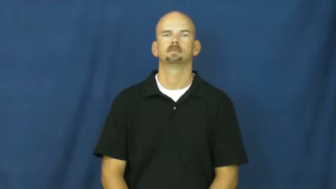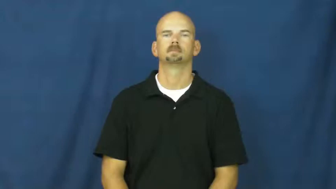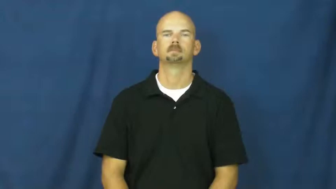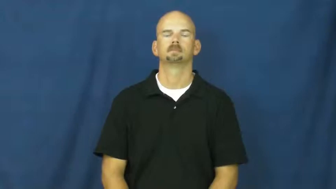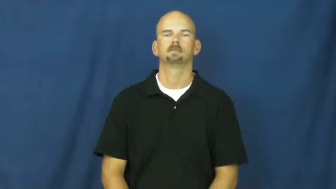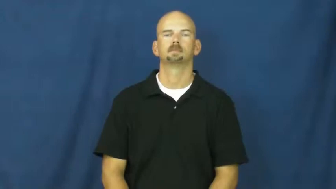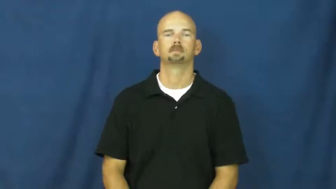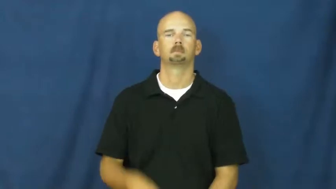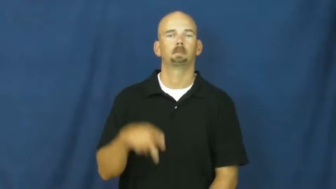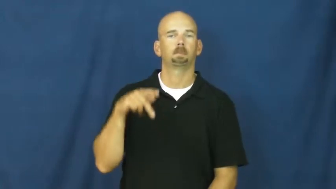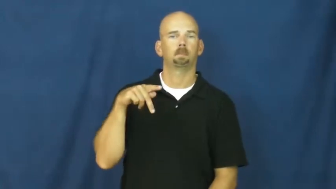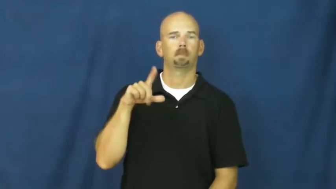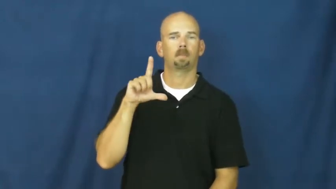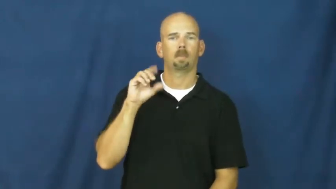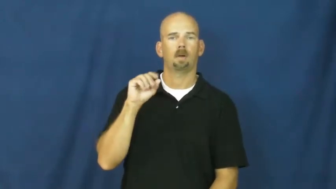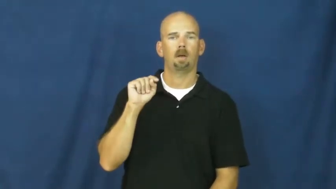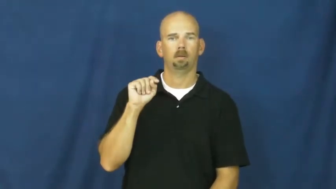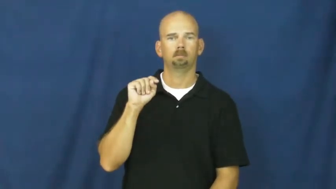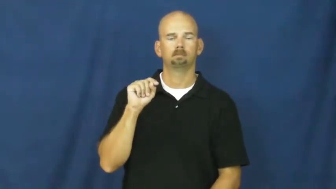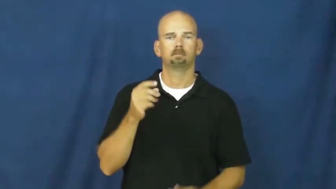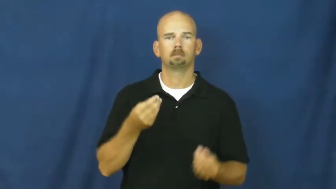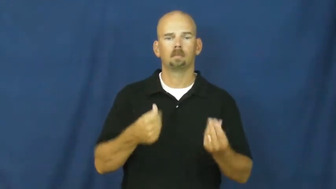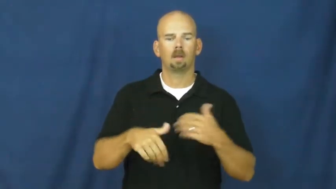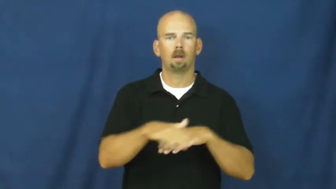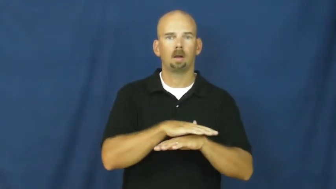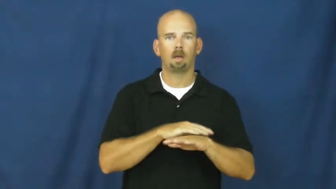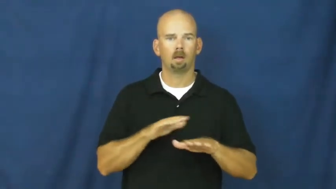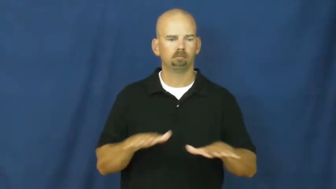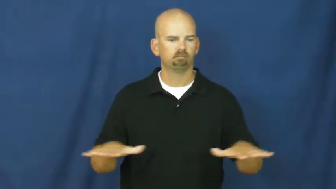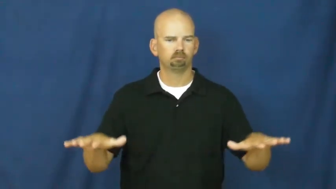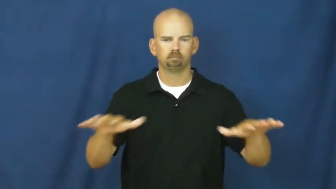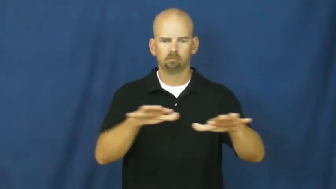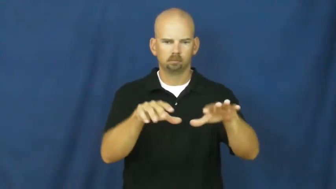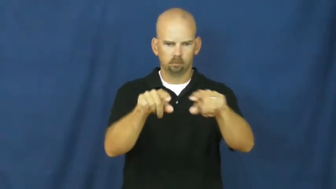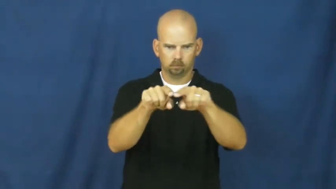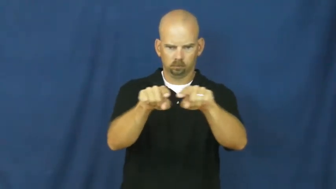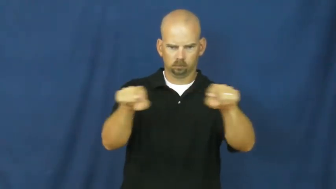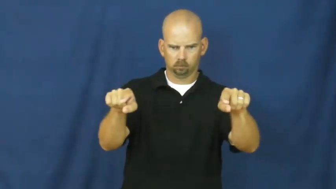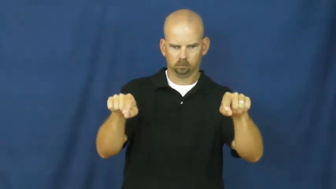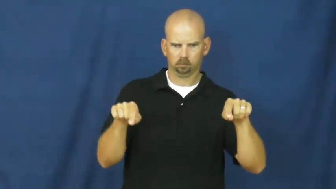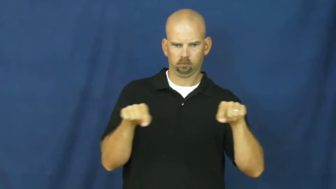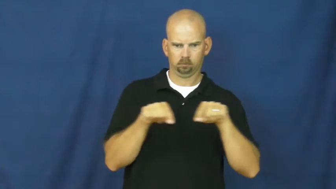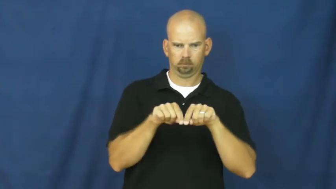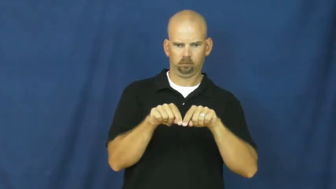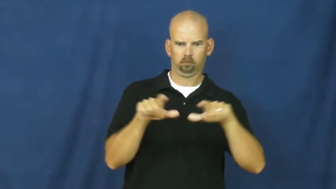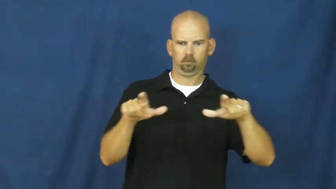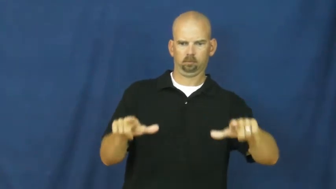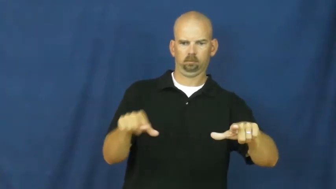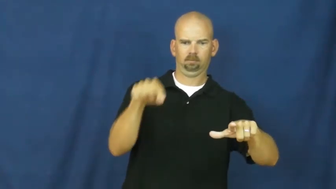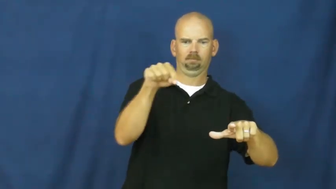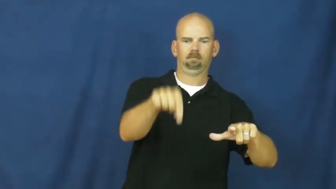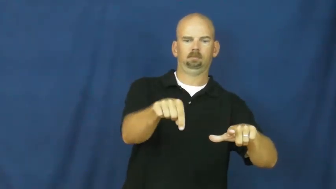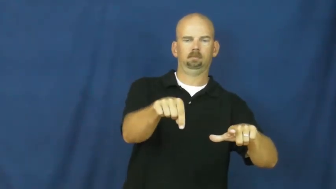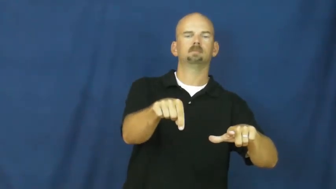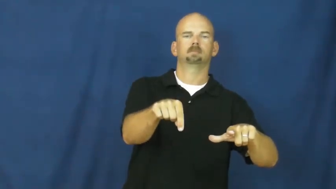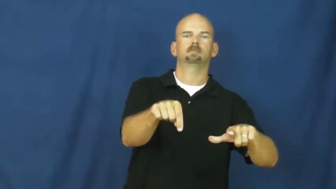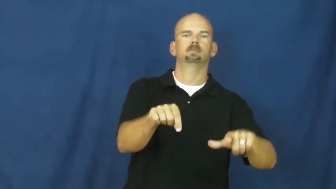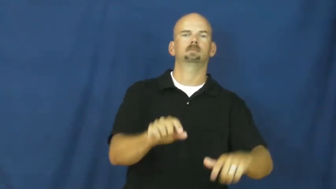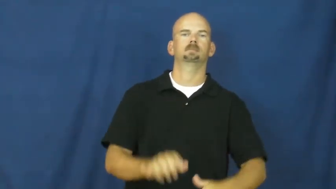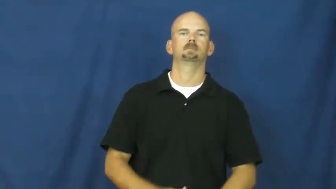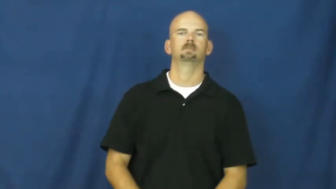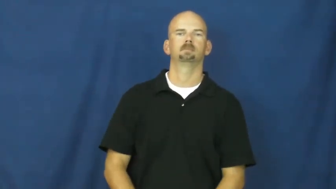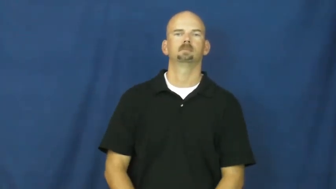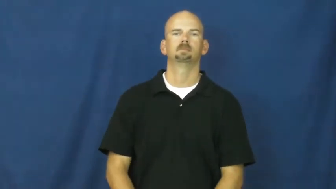plot-land